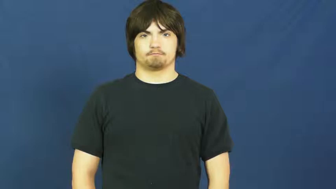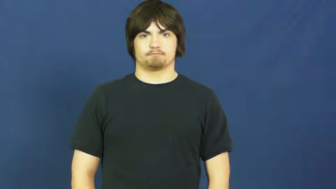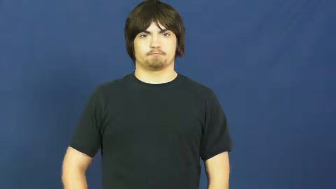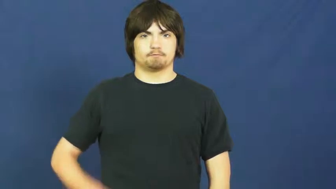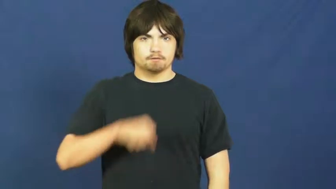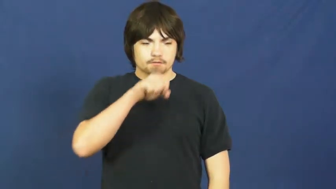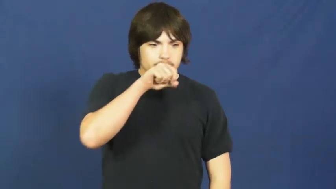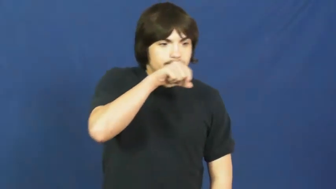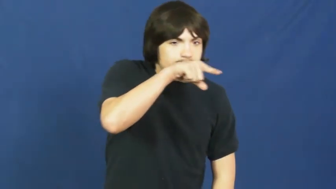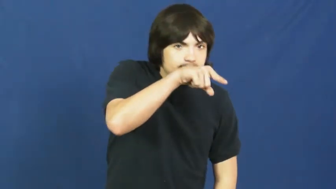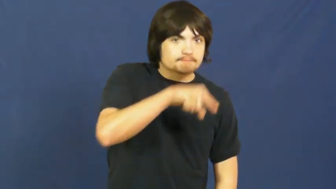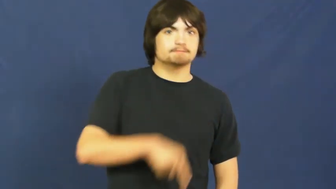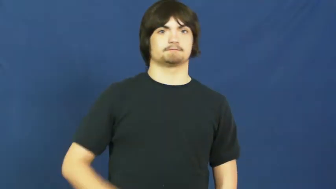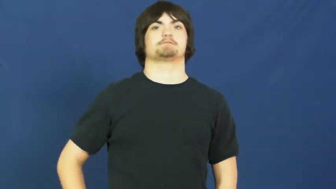spit,expectorate